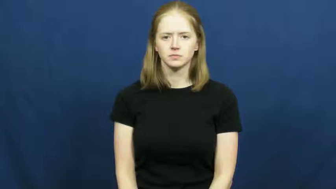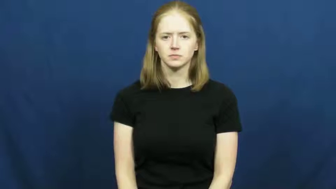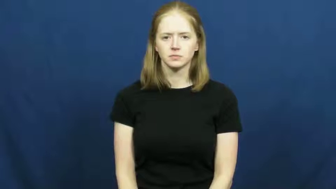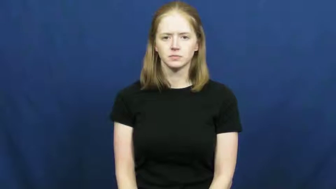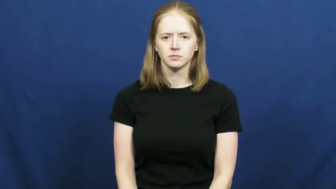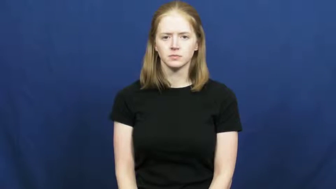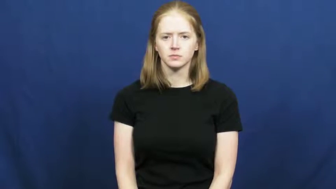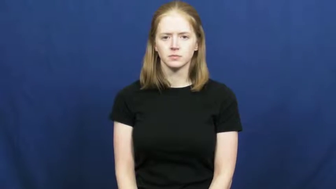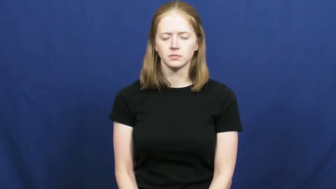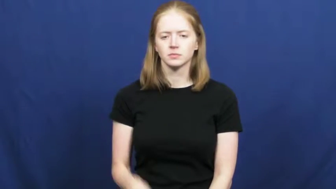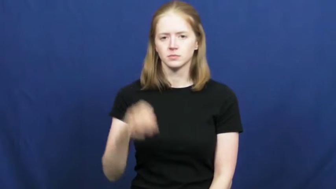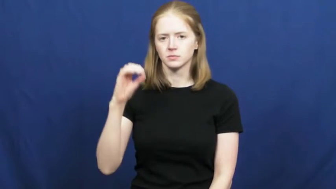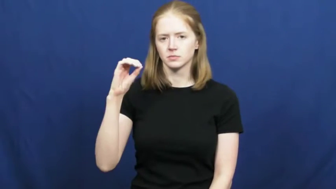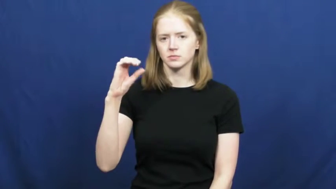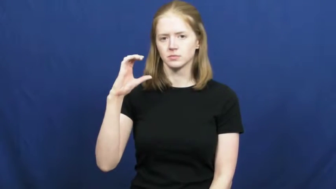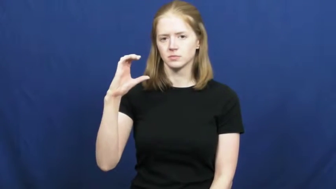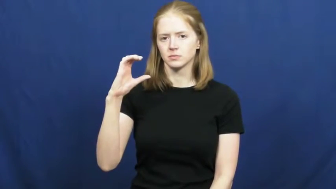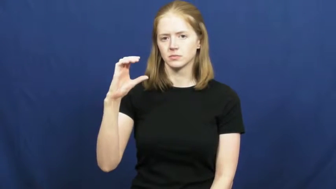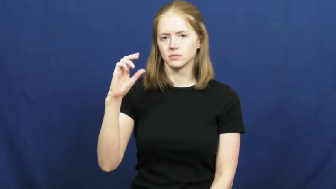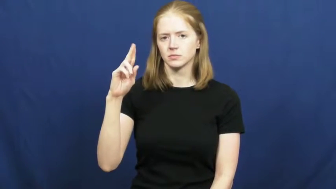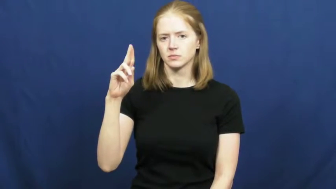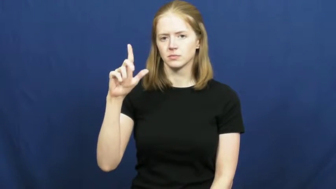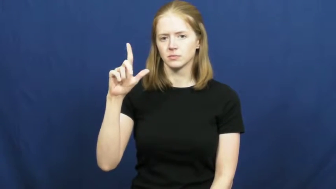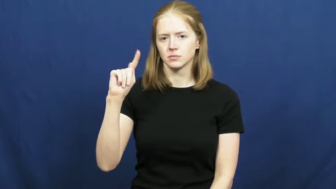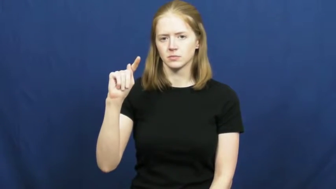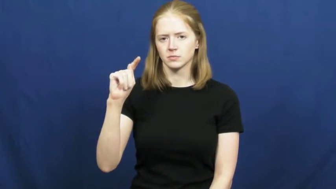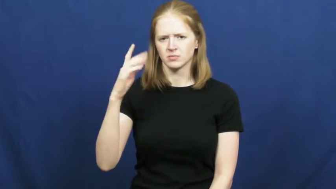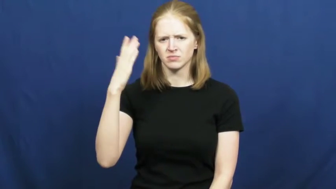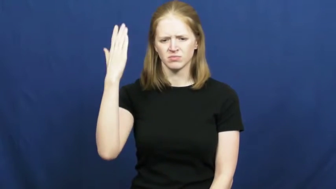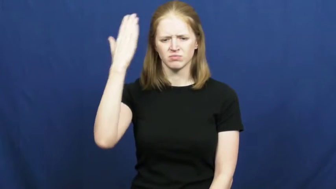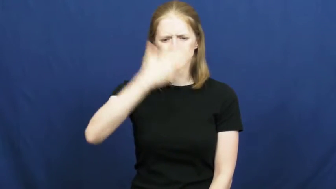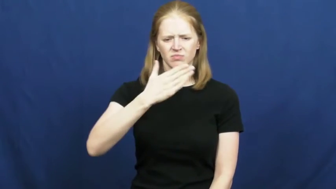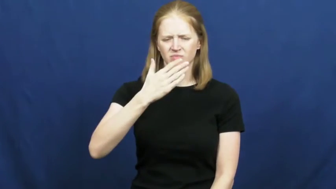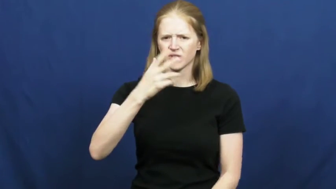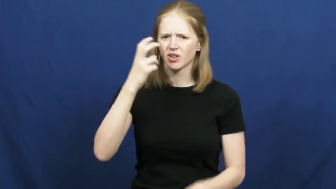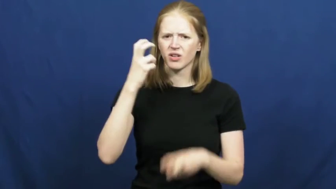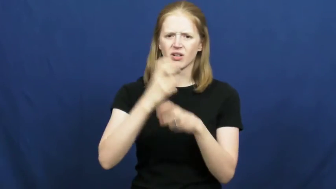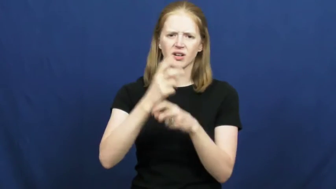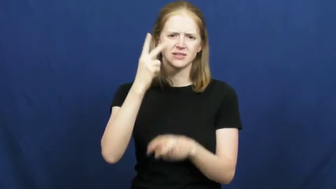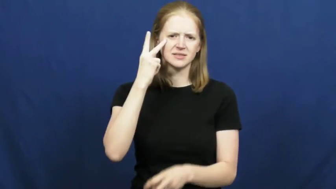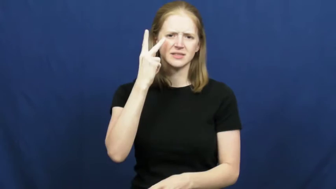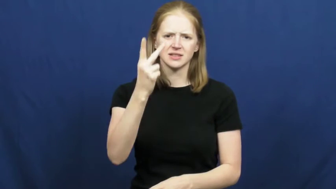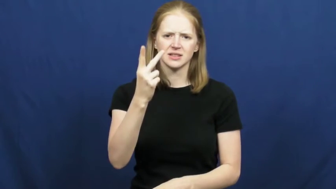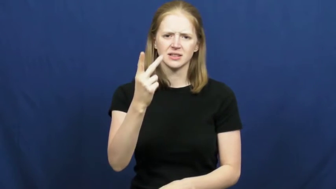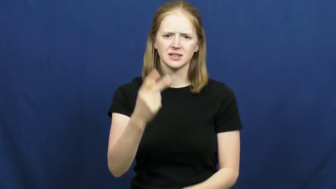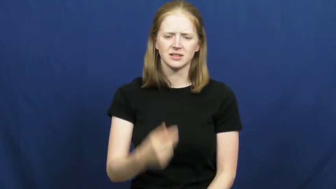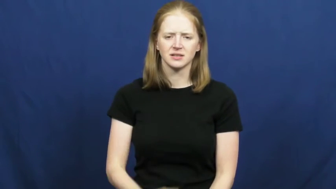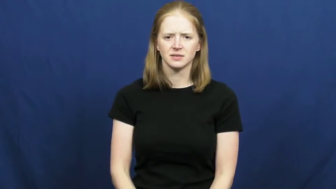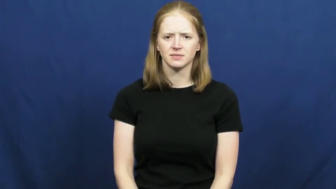occult-hard see